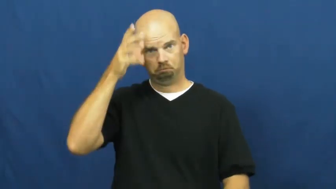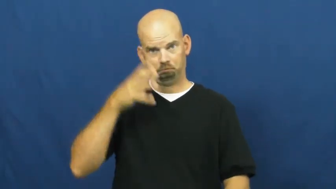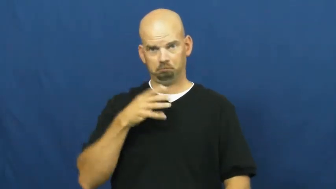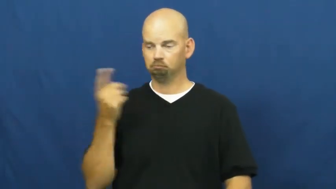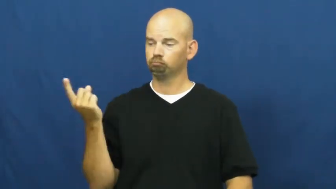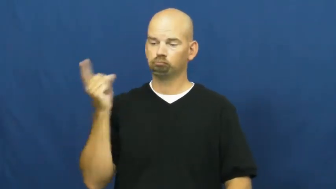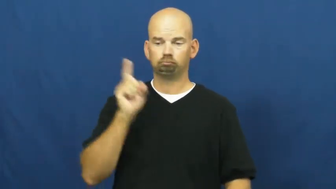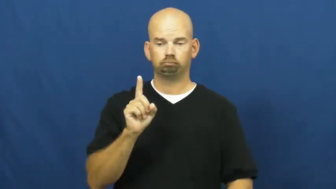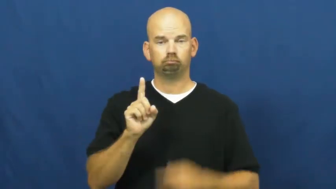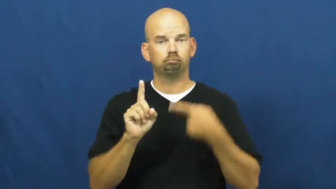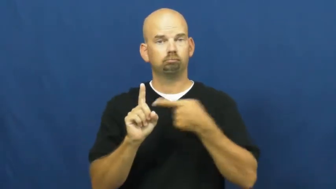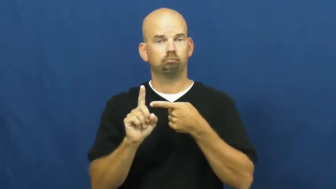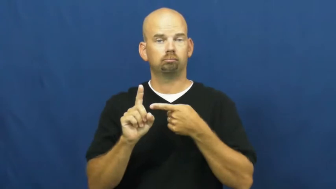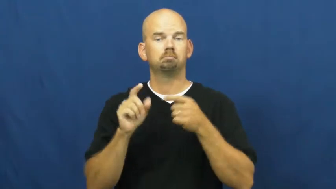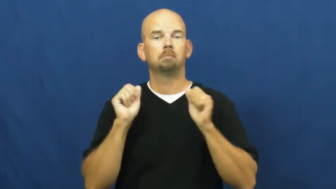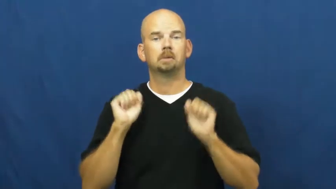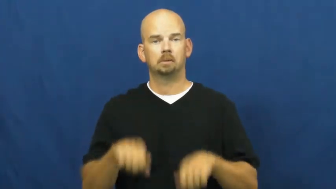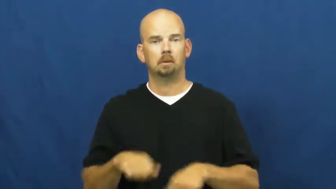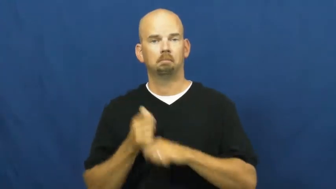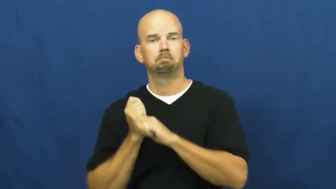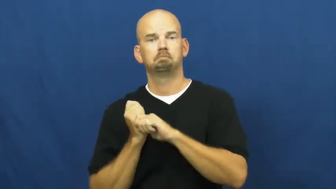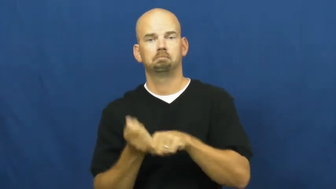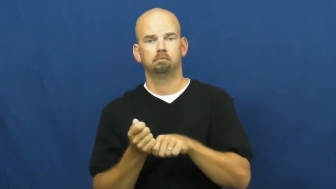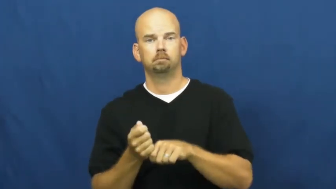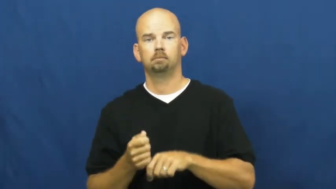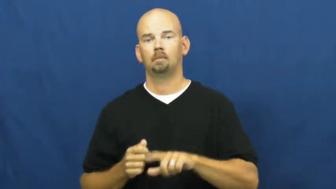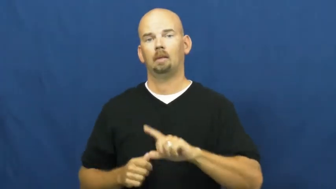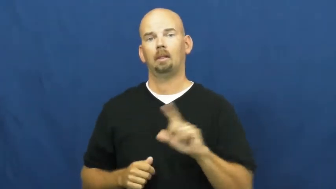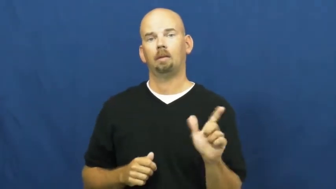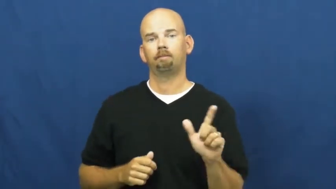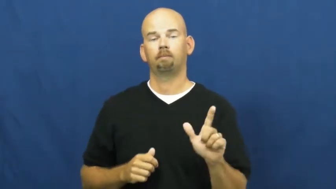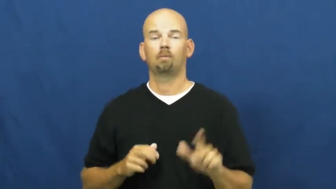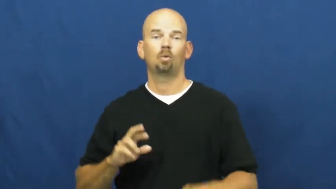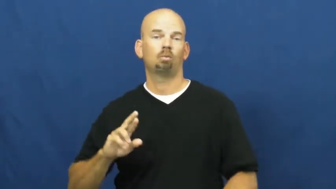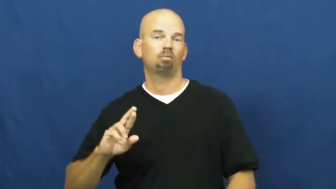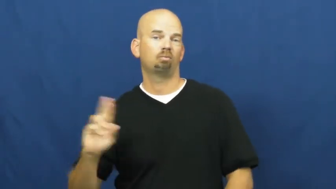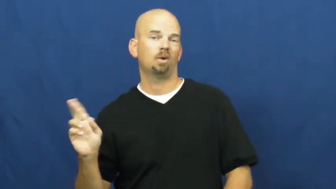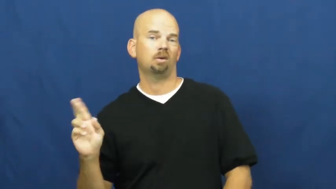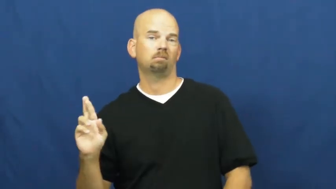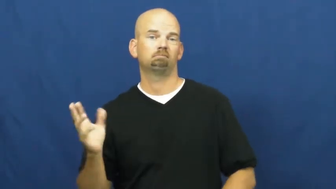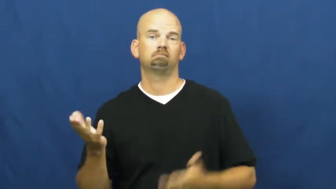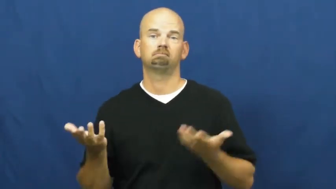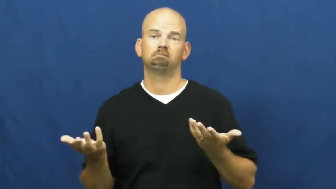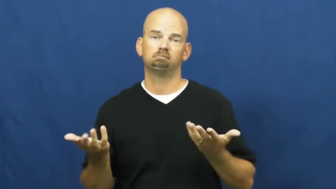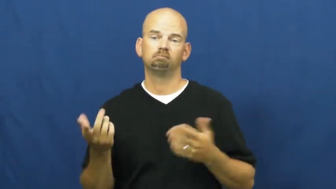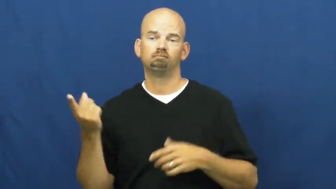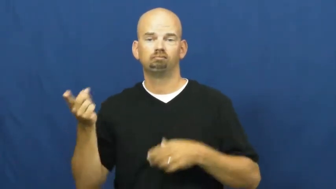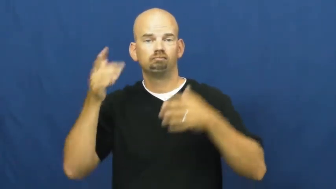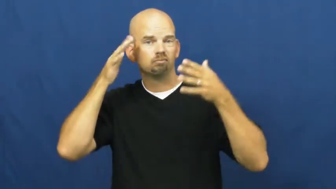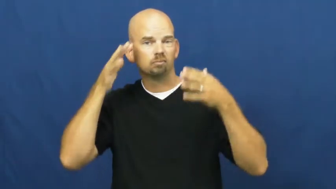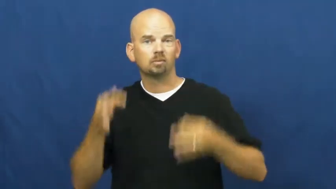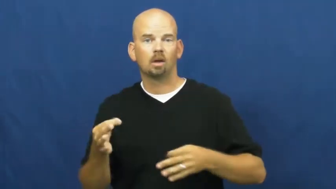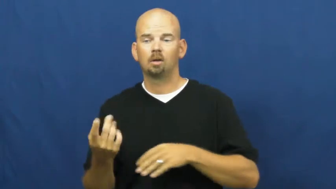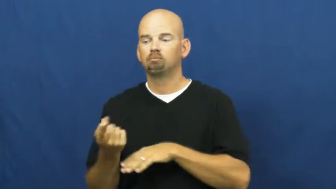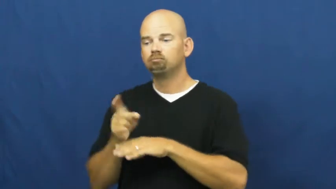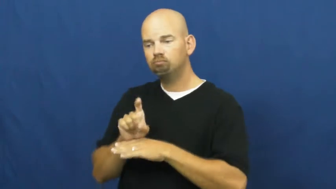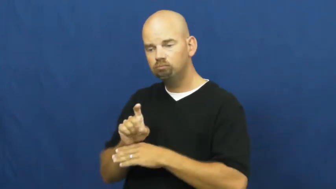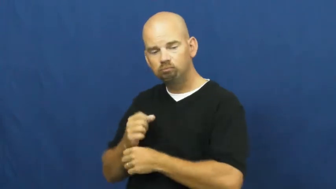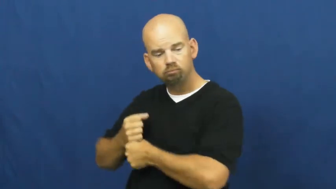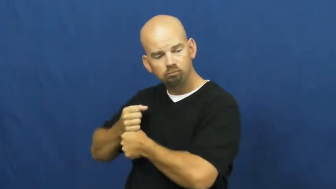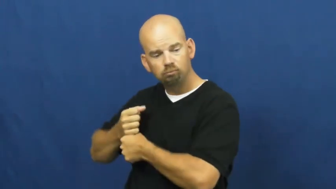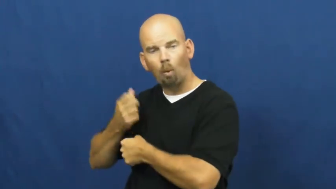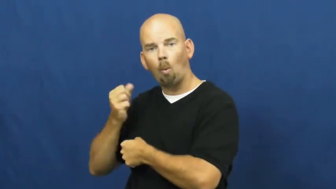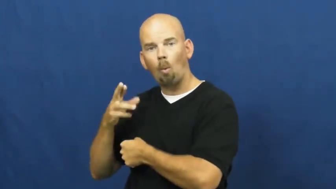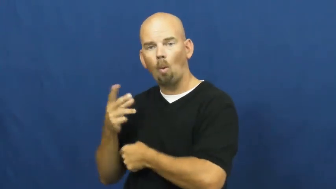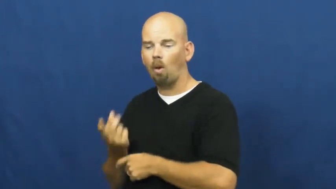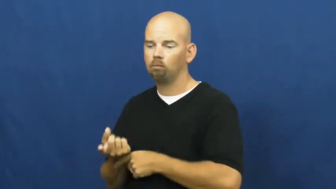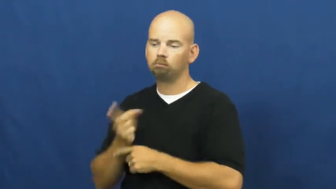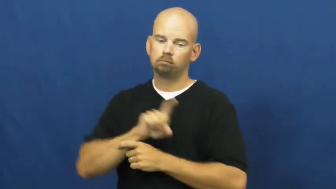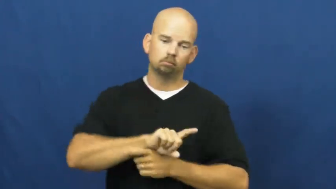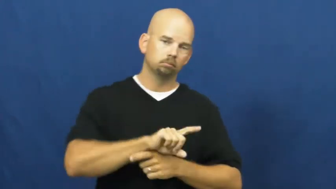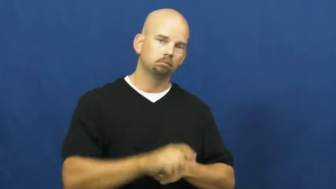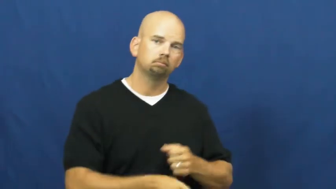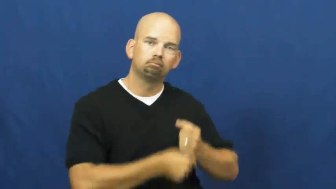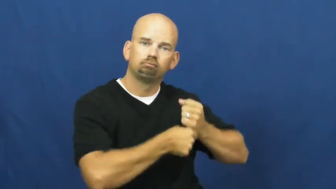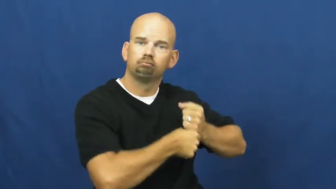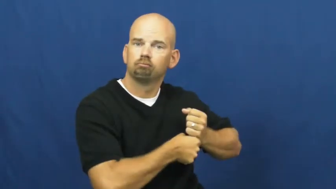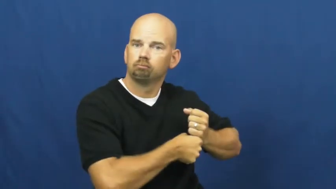switch hit-baseball